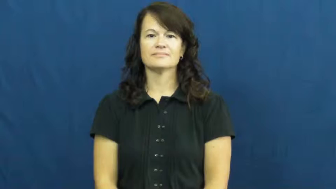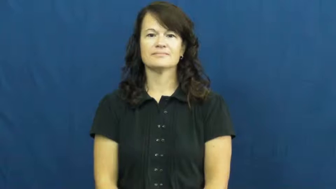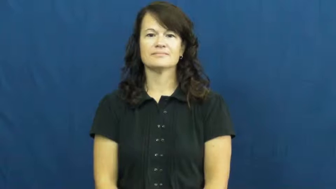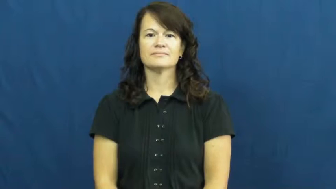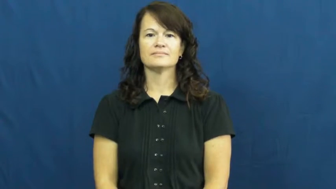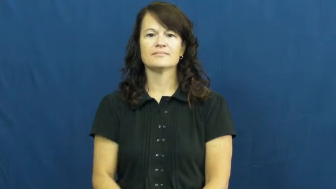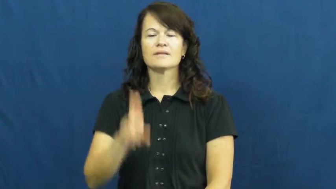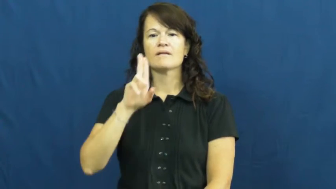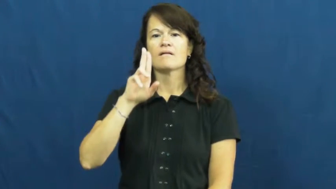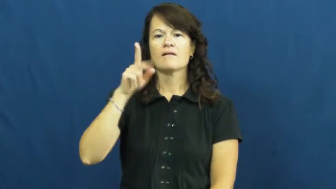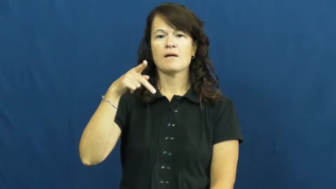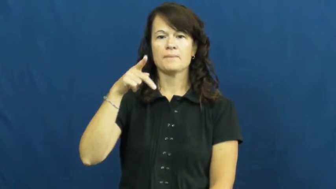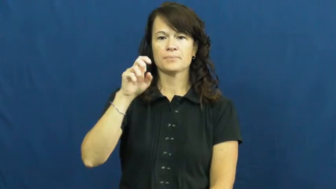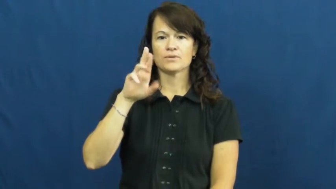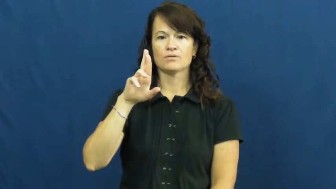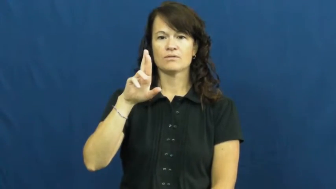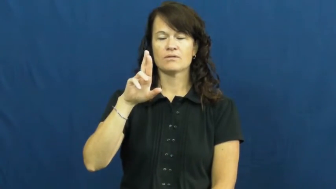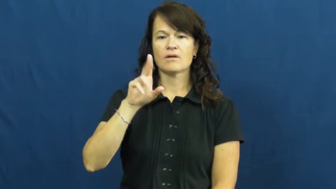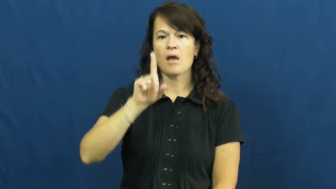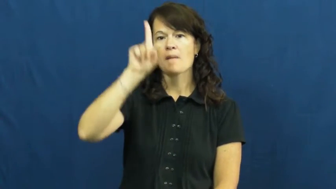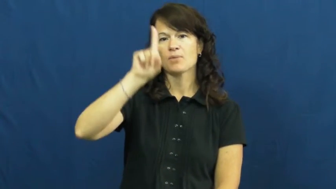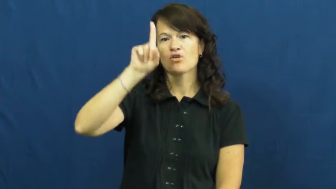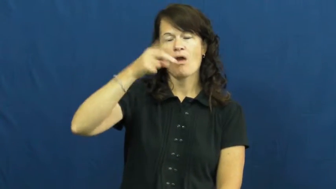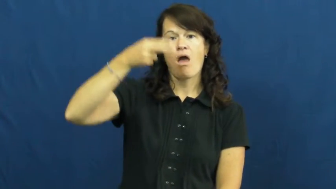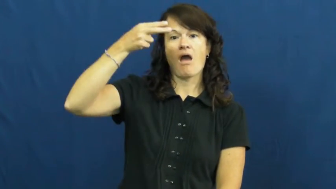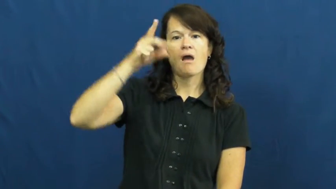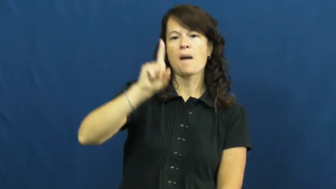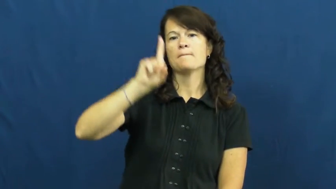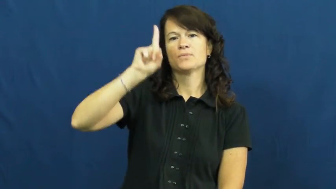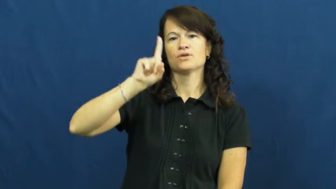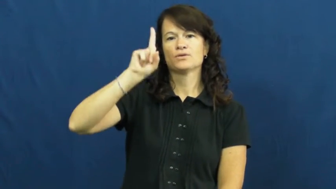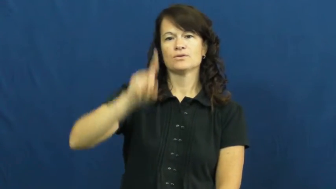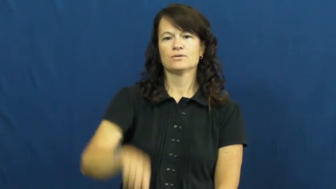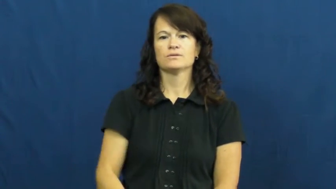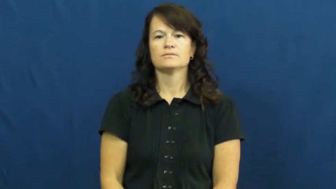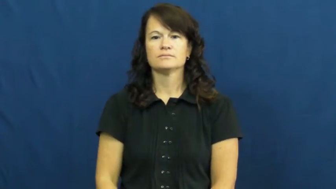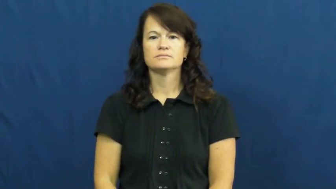upper